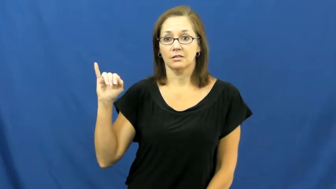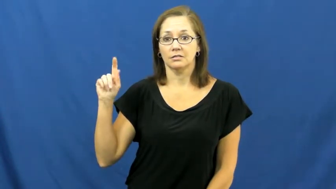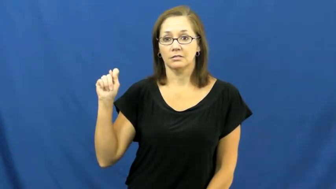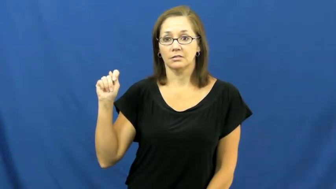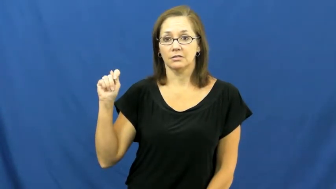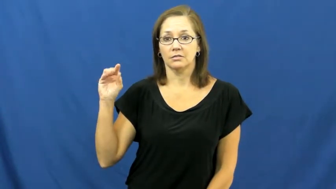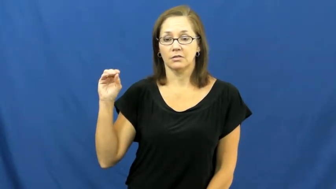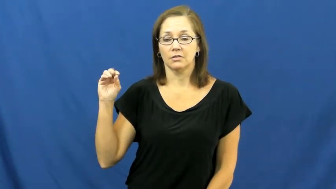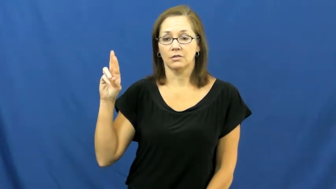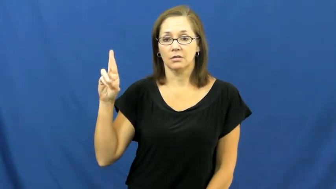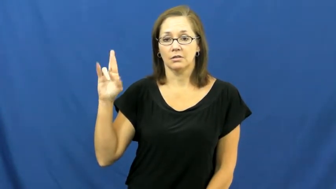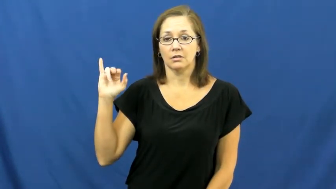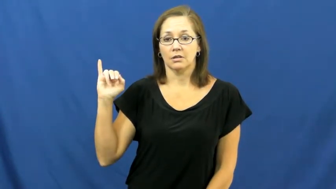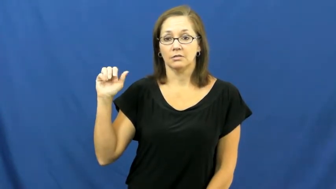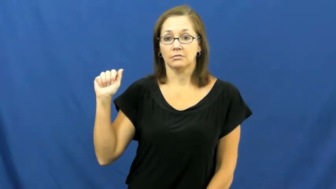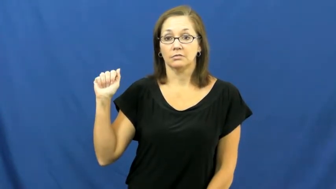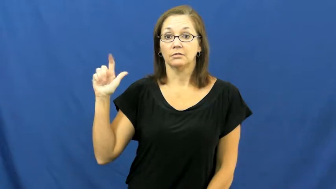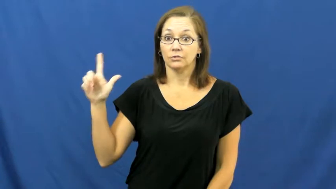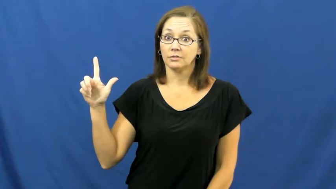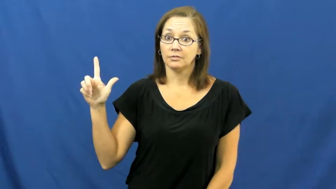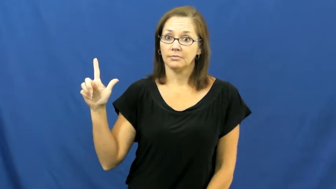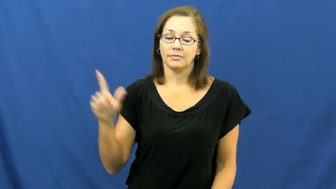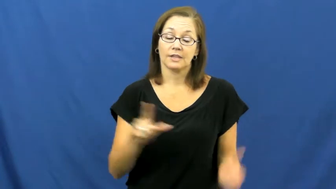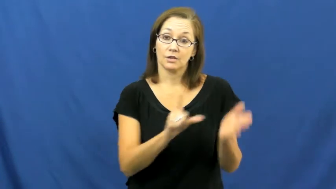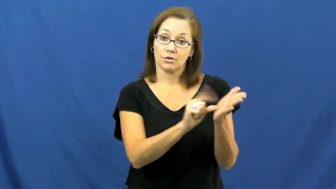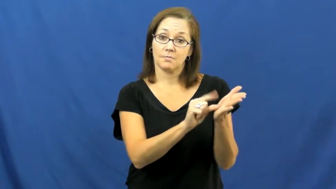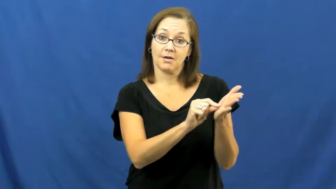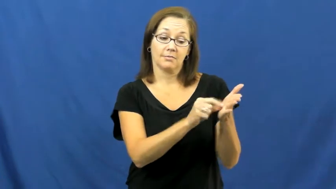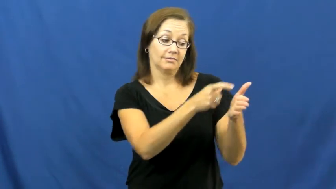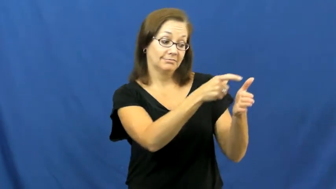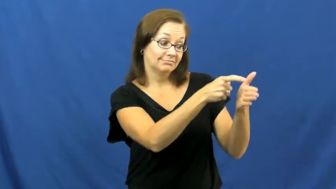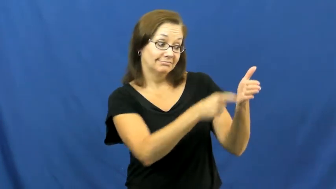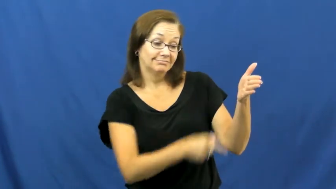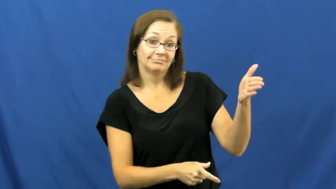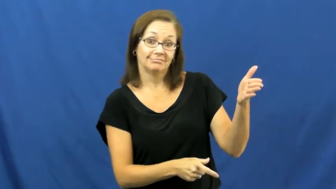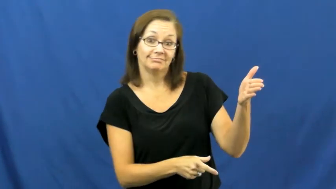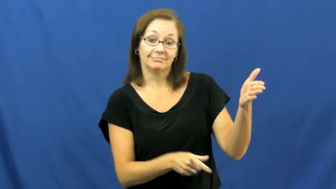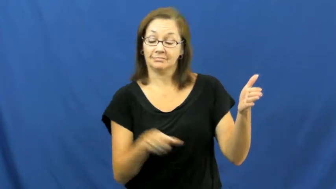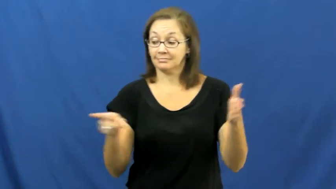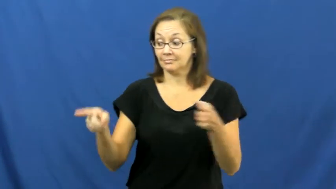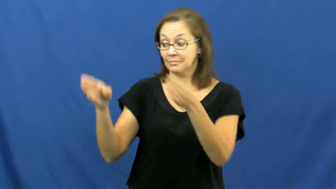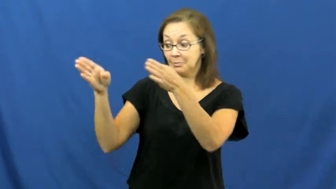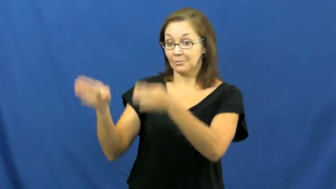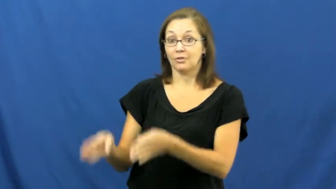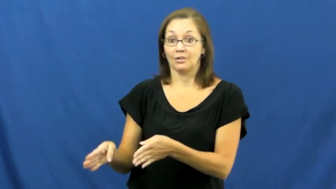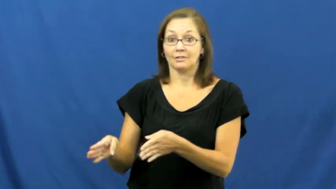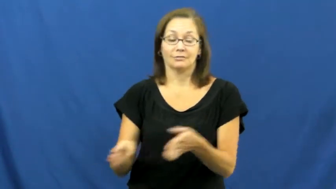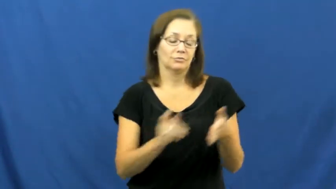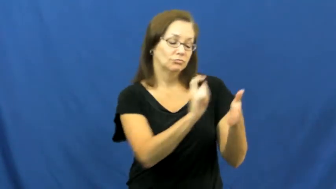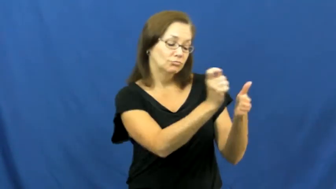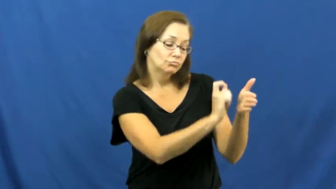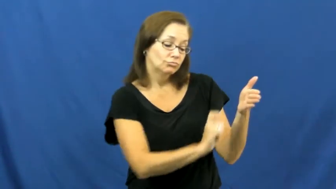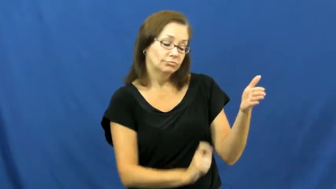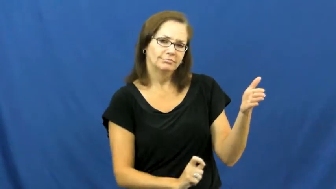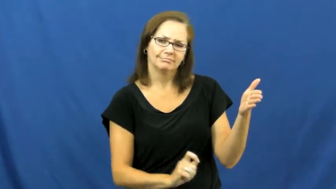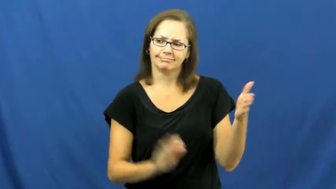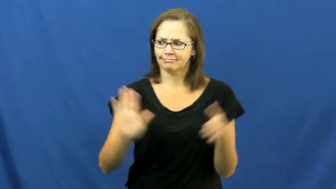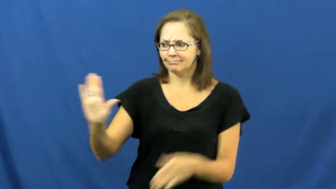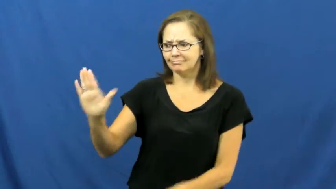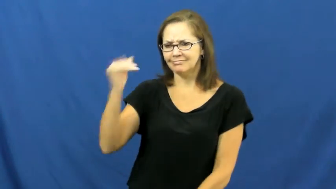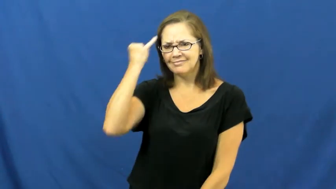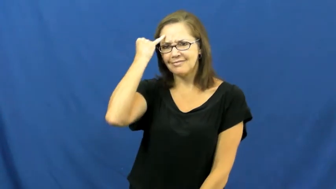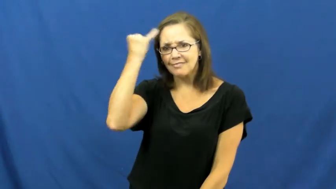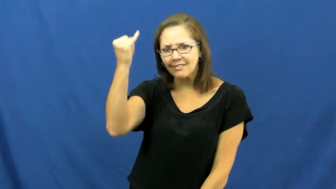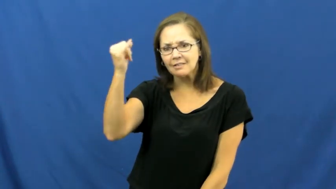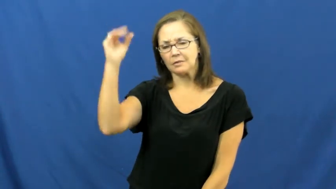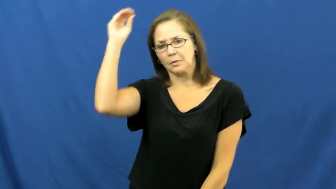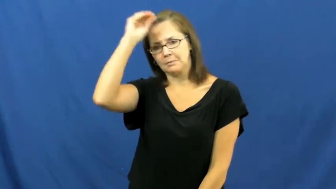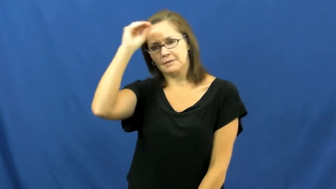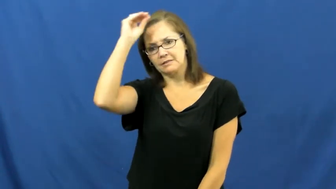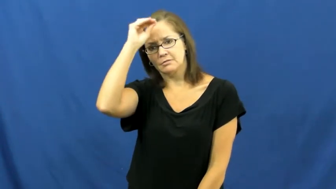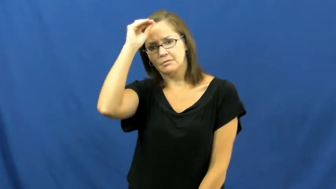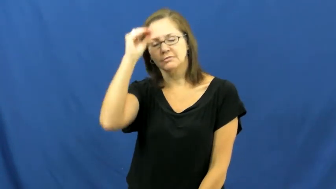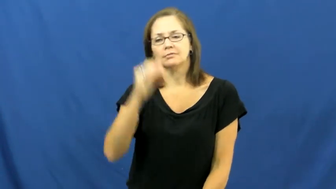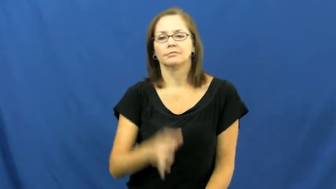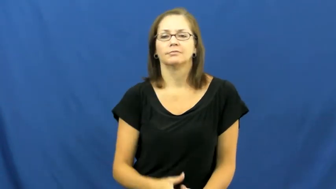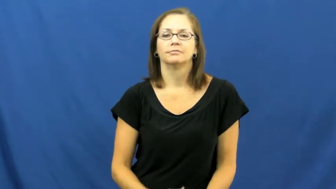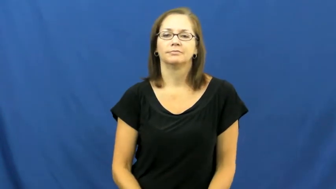editorial